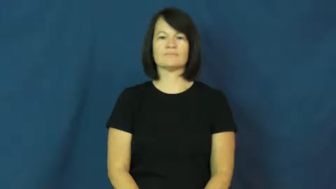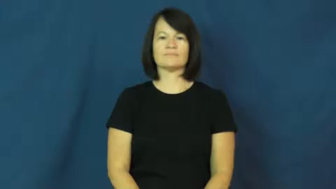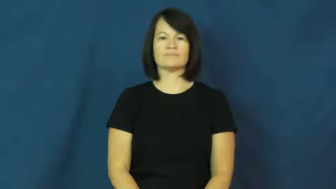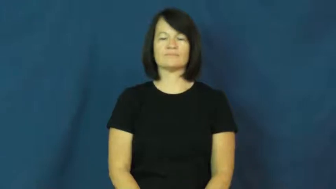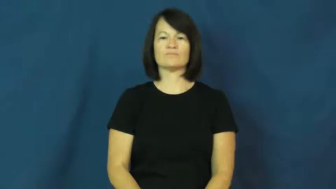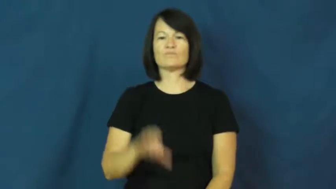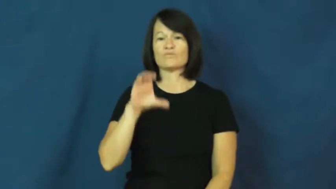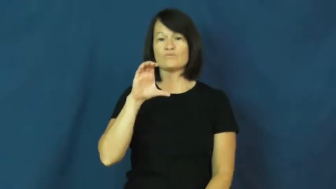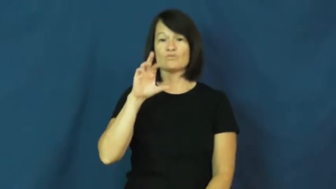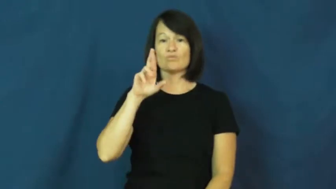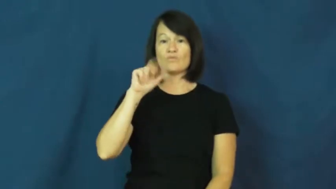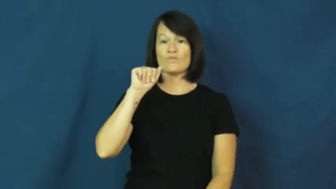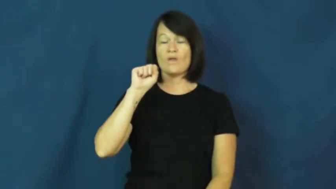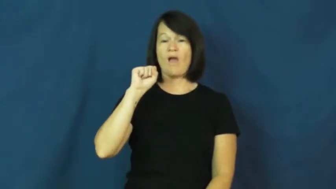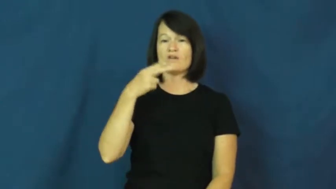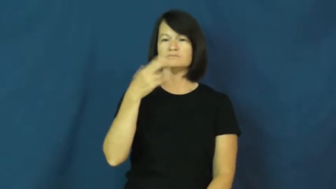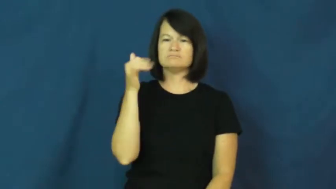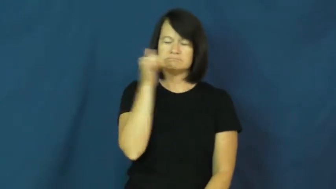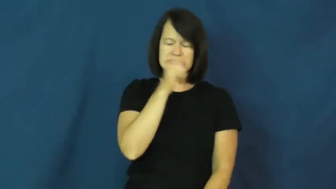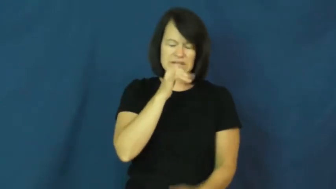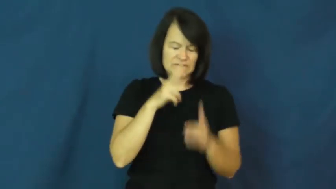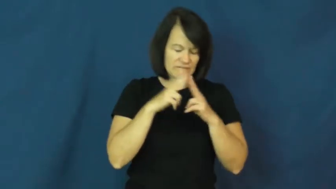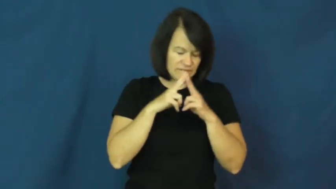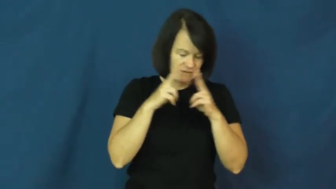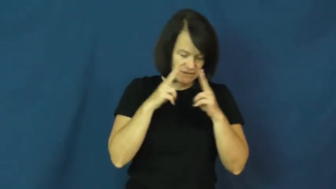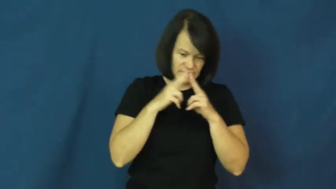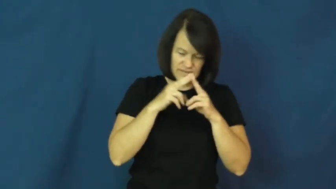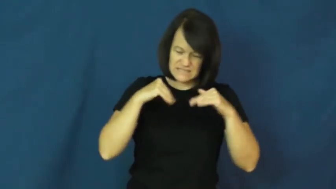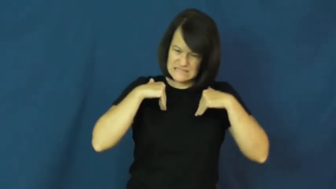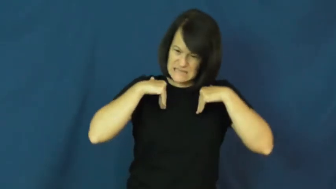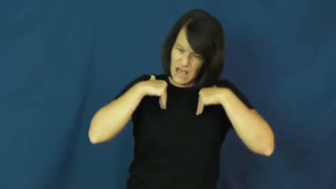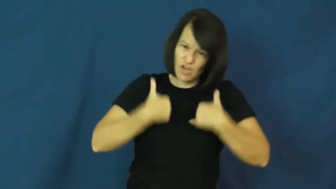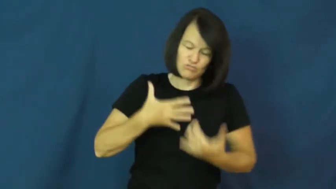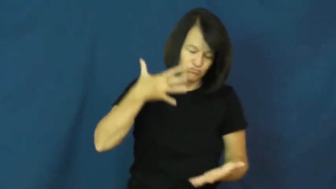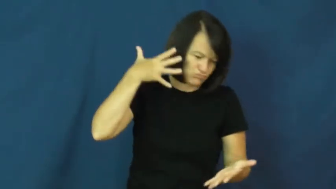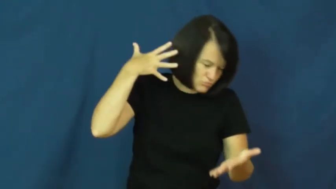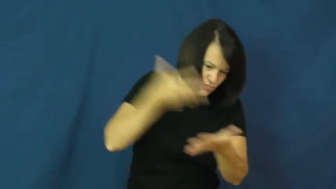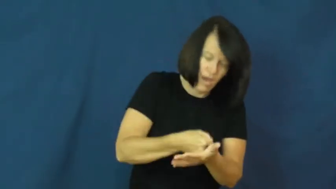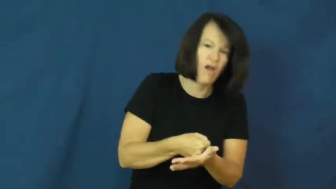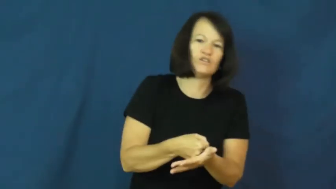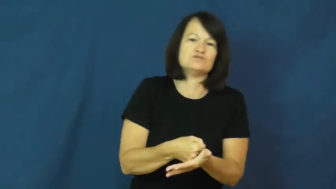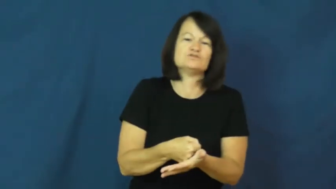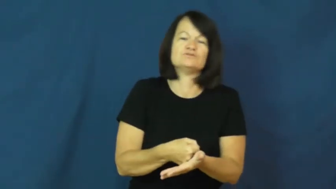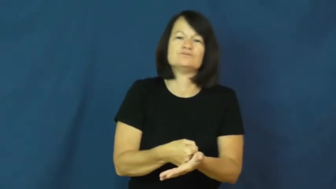crash-exhausted